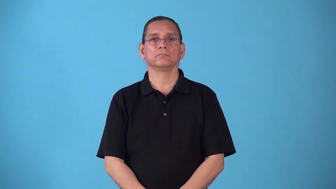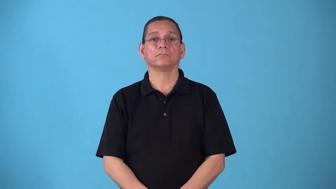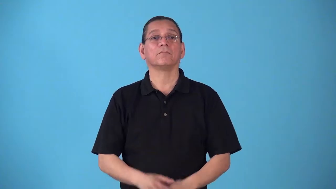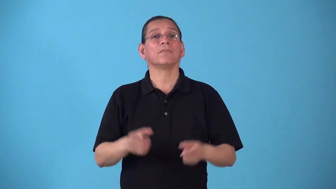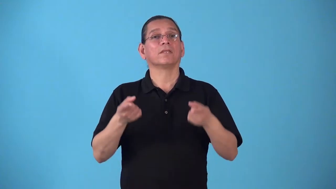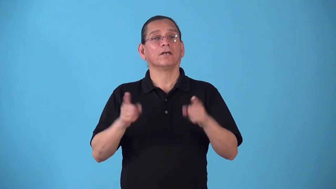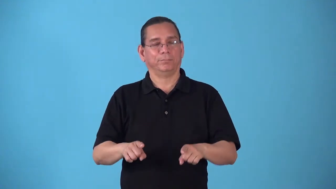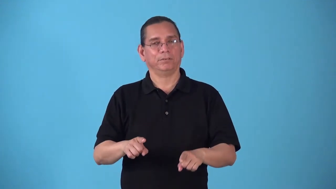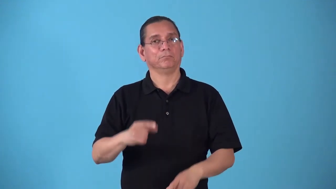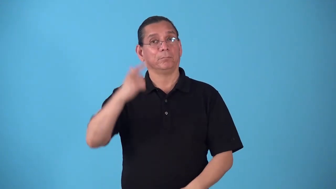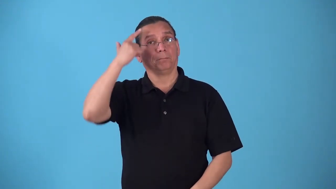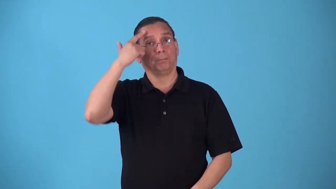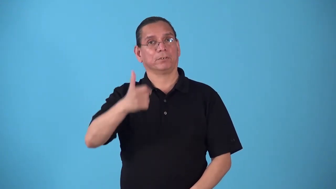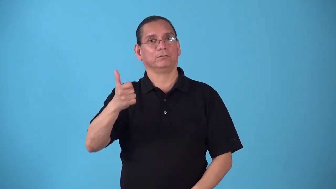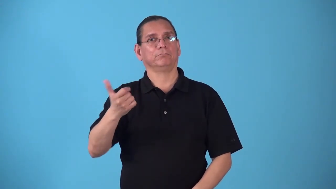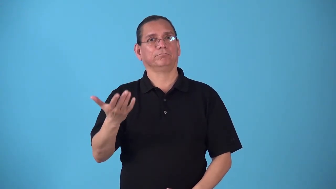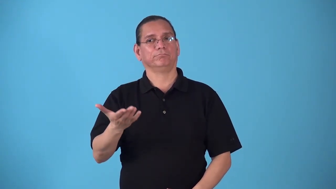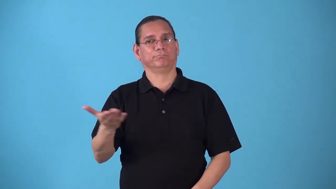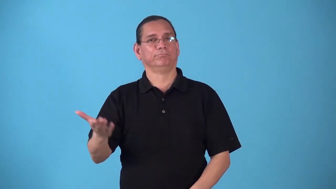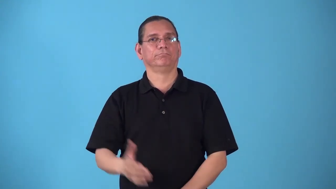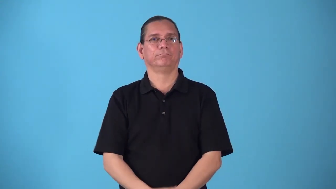stem from-happen because